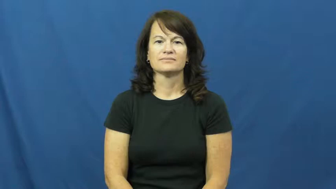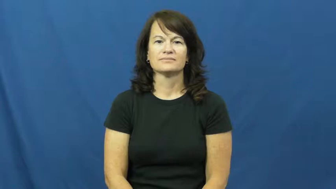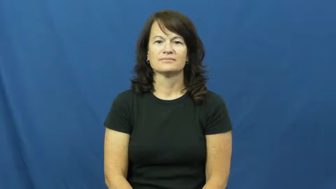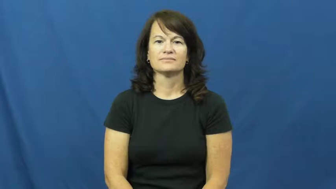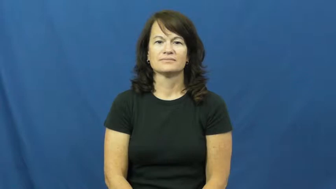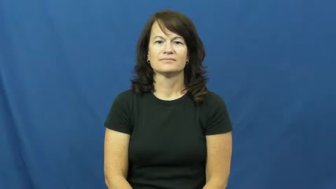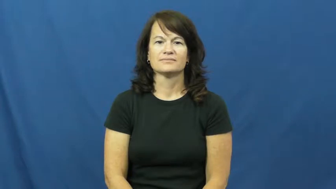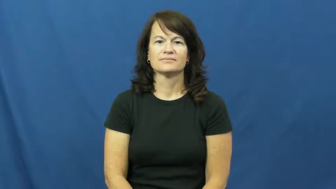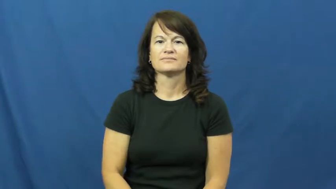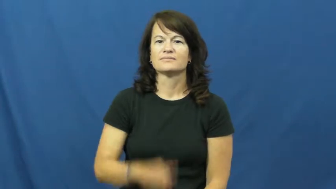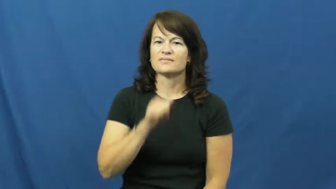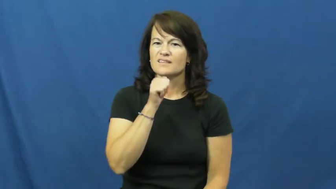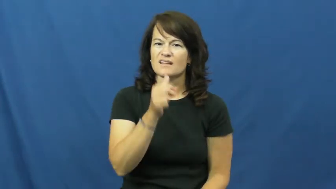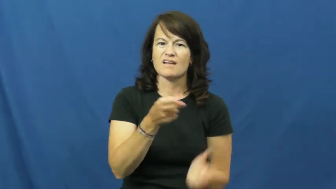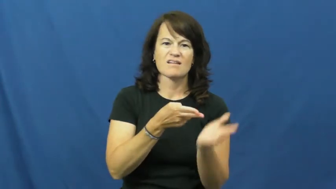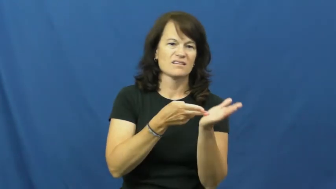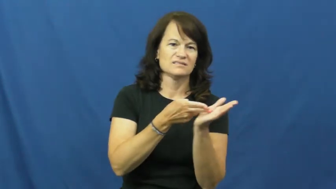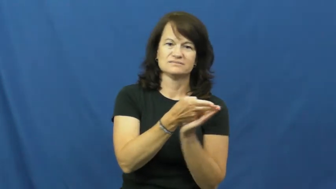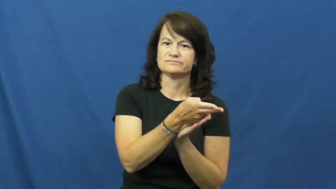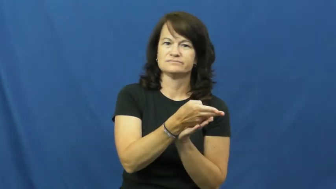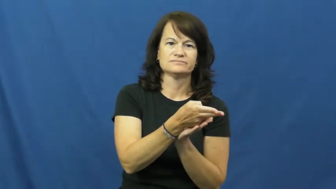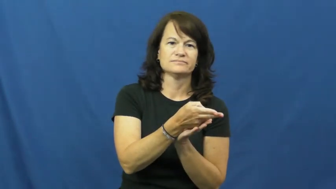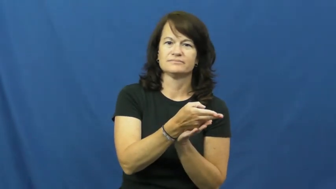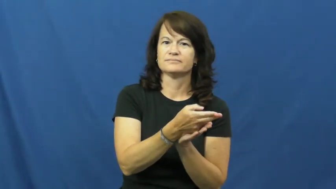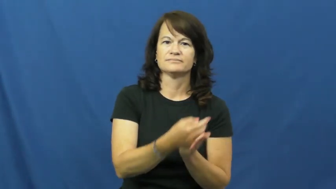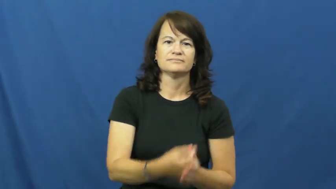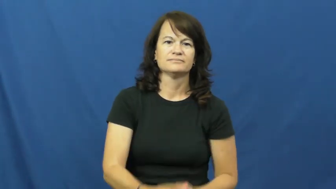dishonest,sordid,unscrupulous,disingenuous,turpitude,venal,truthless,artful,bent,funny